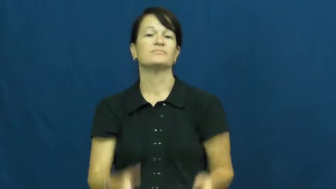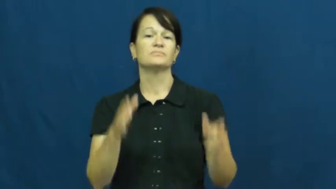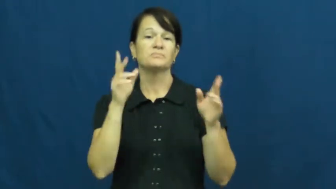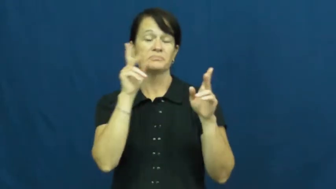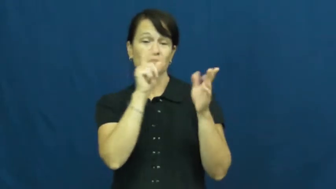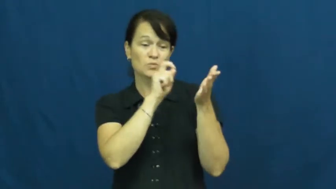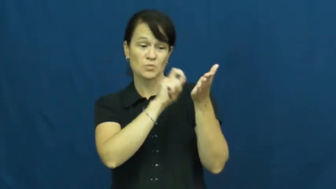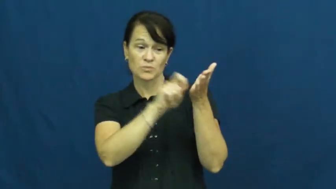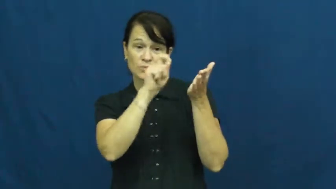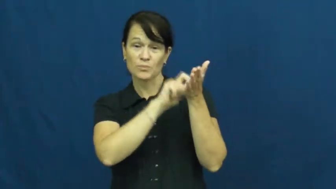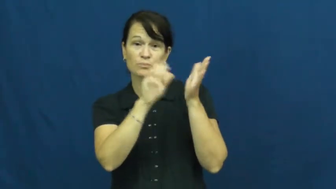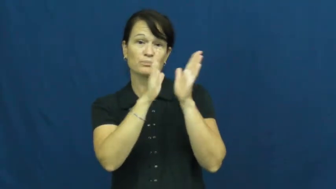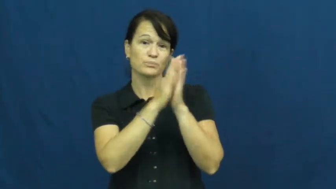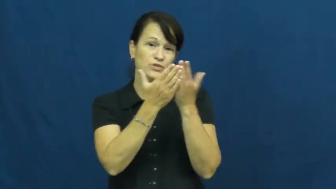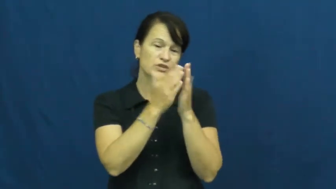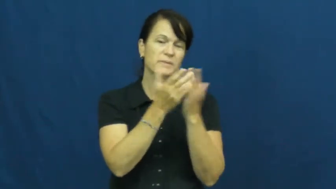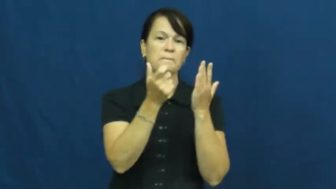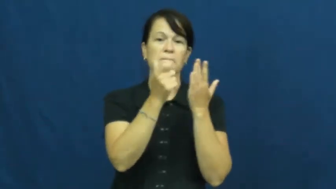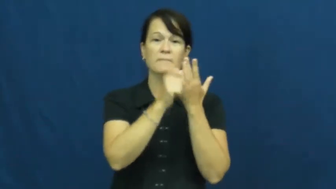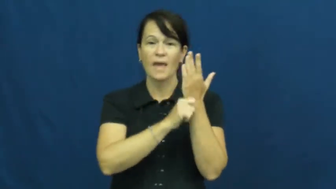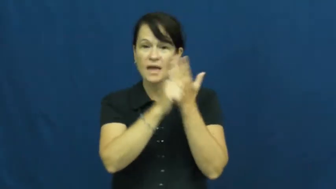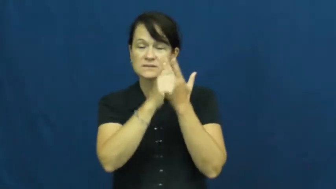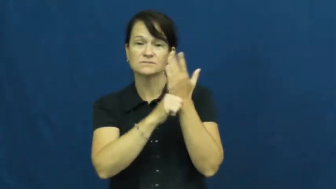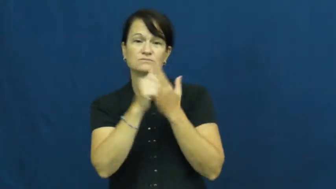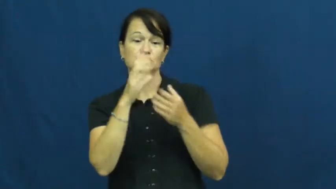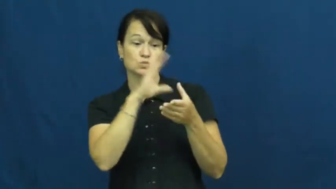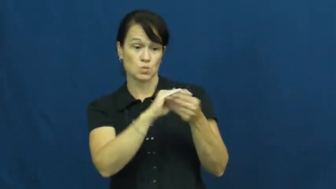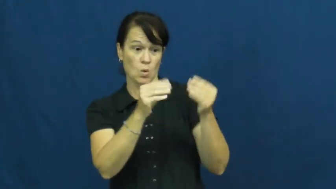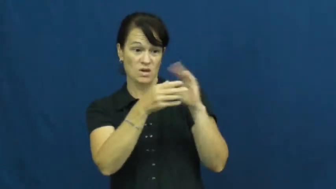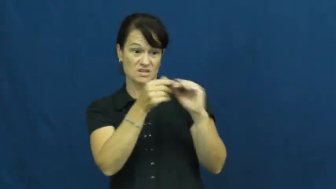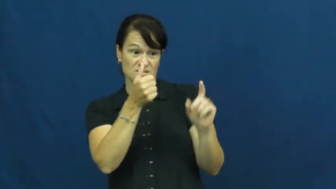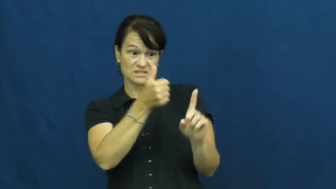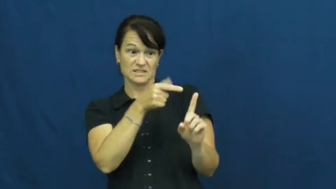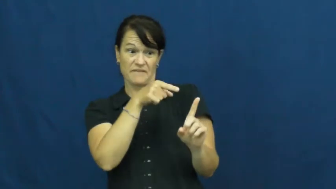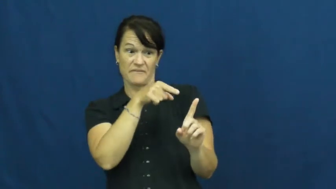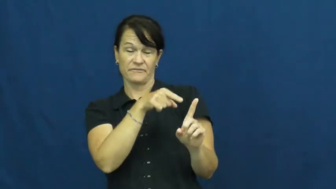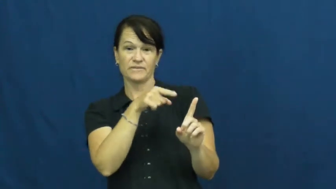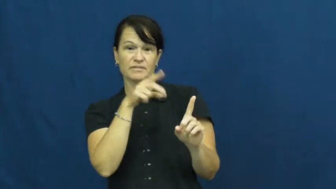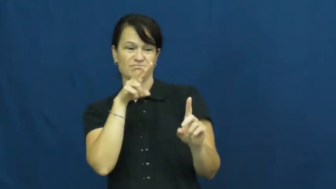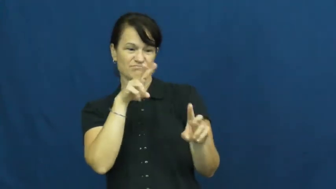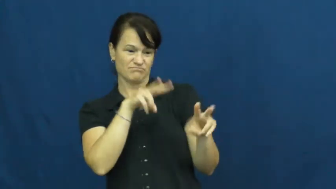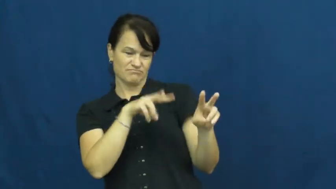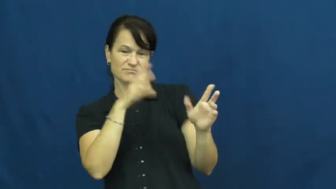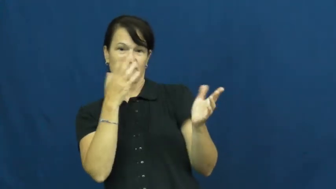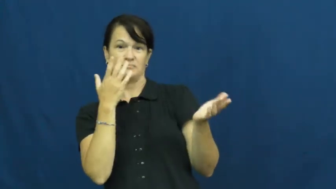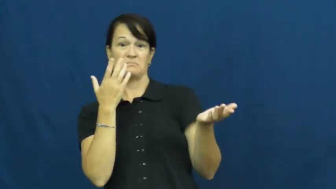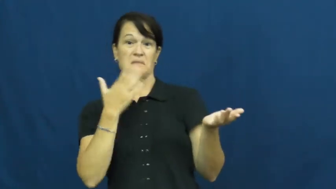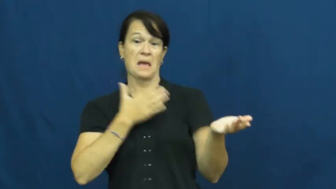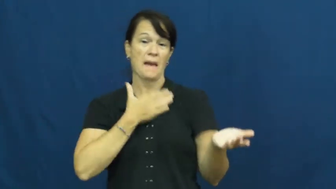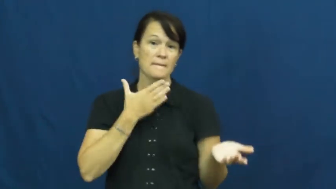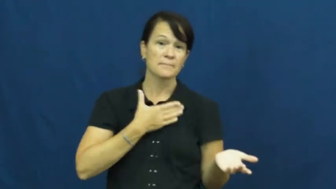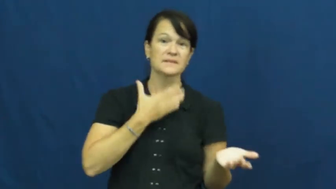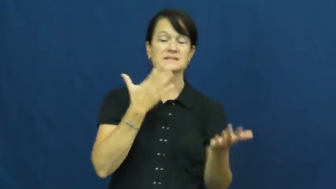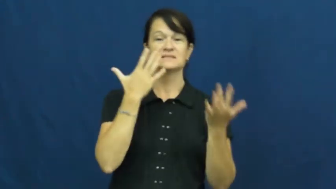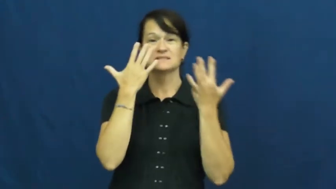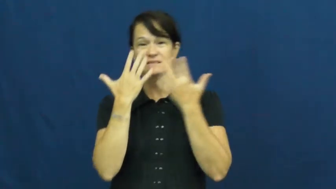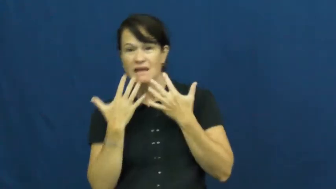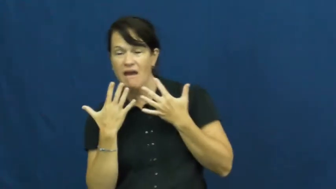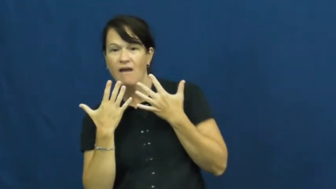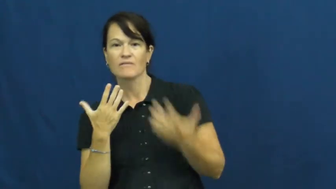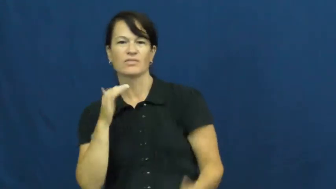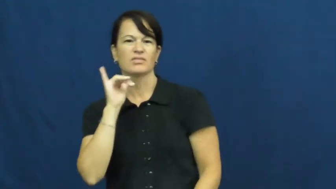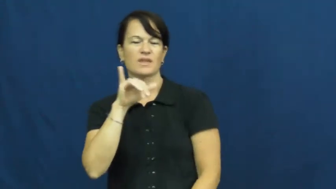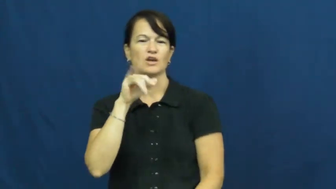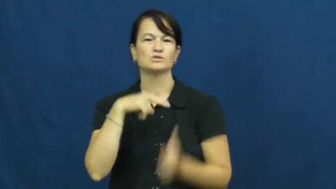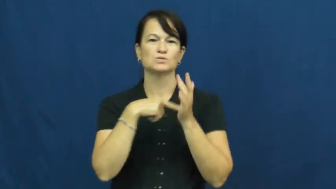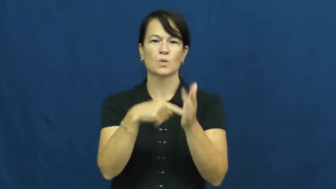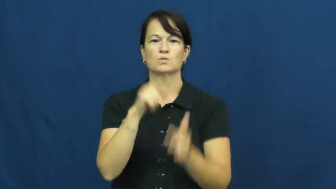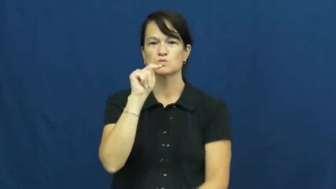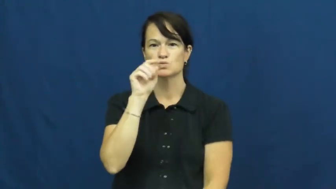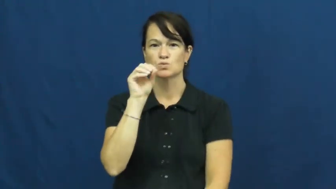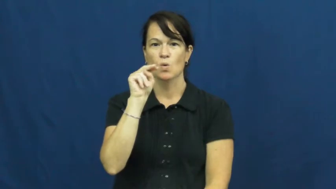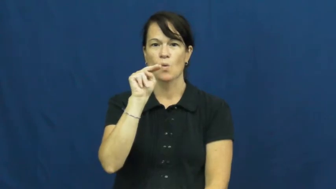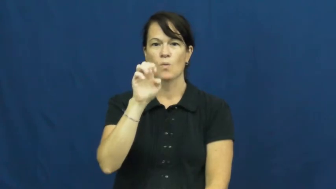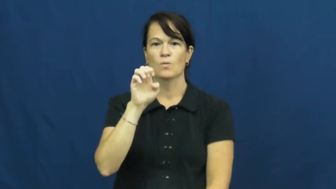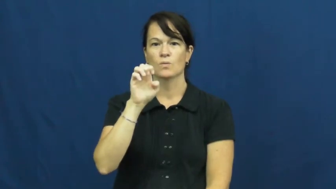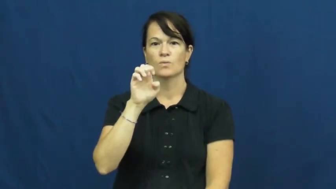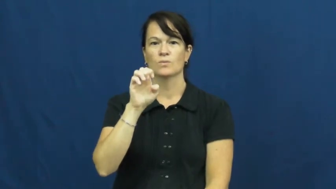tone-article